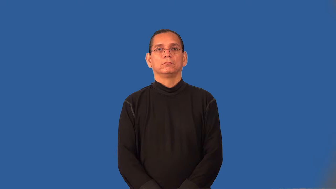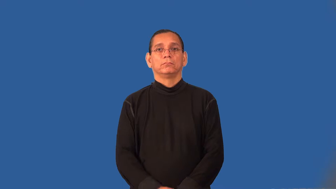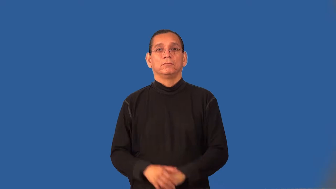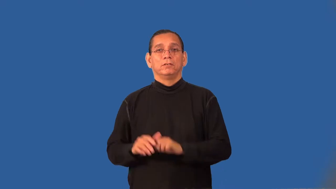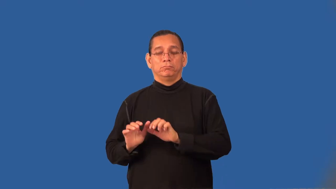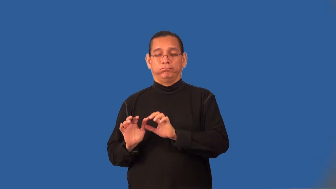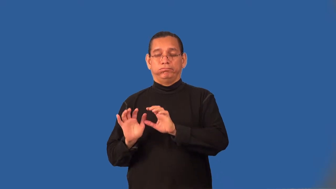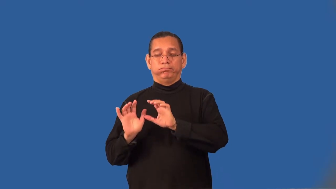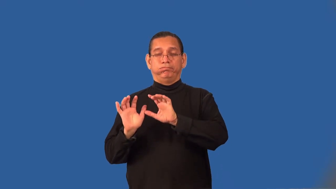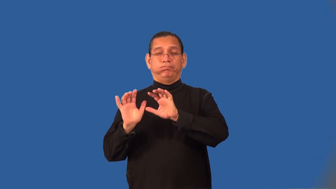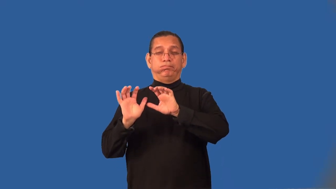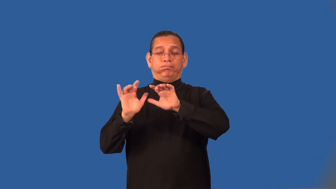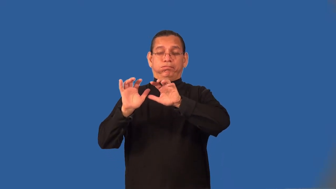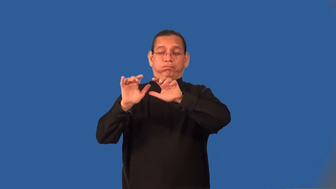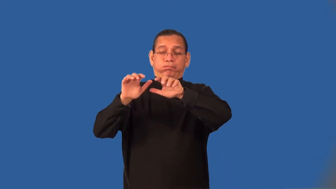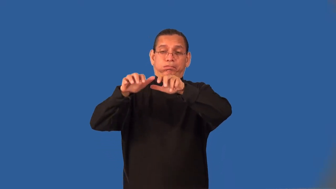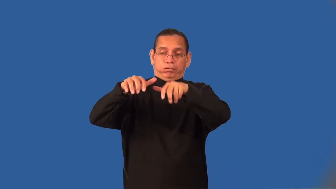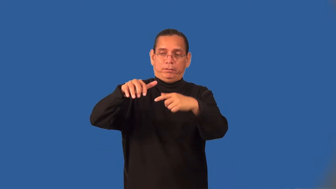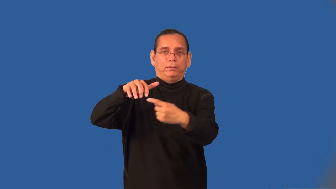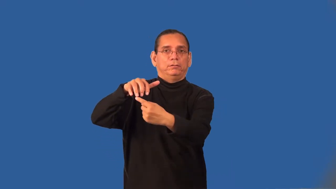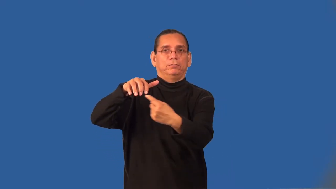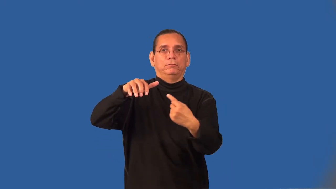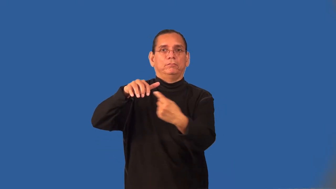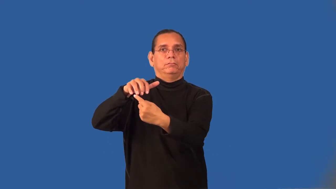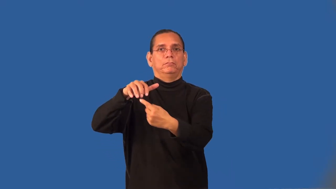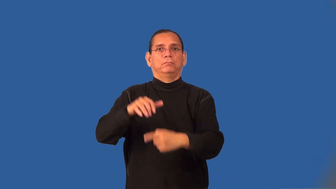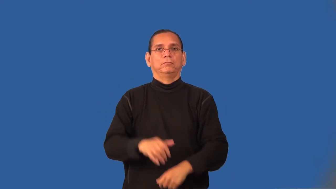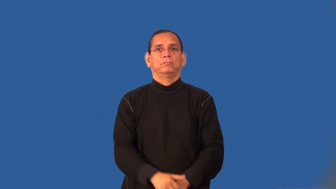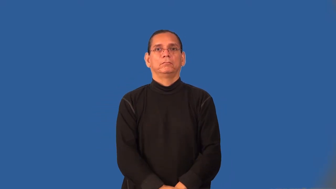surf-noun